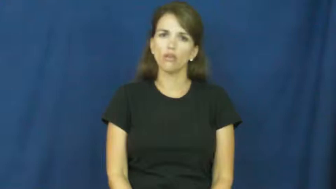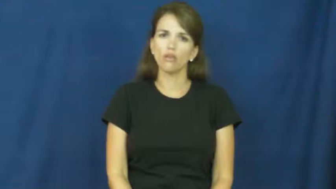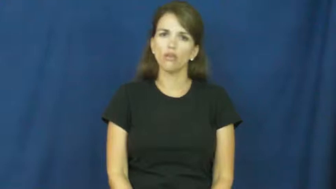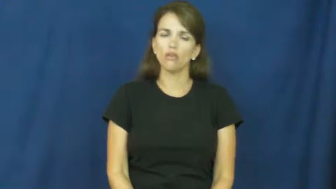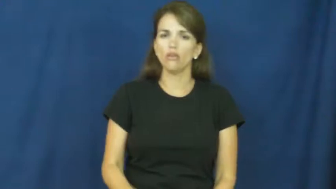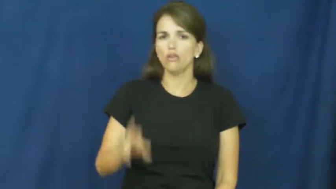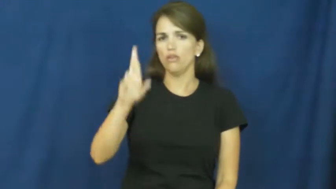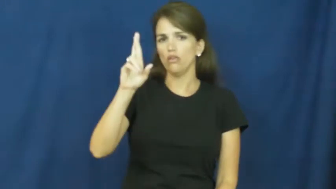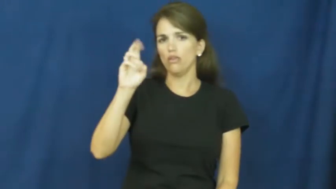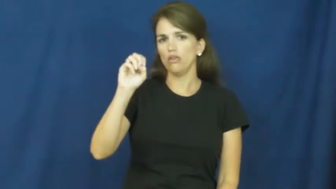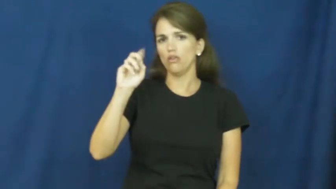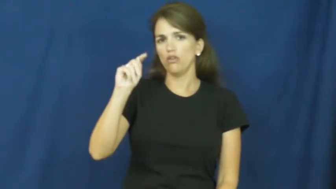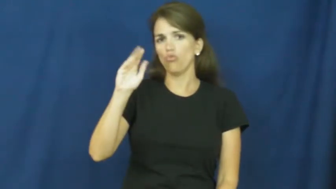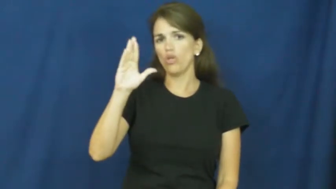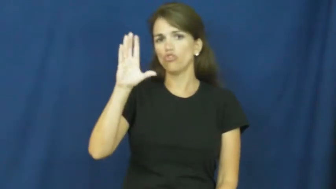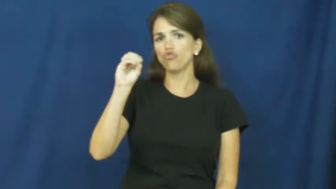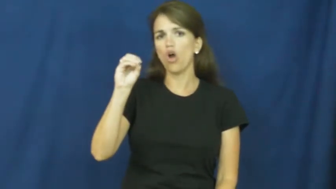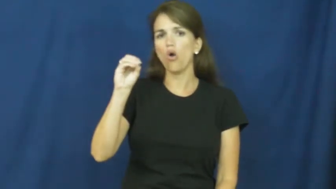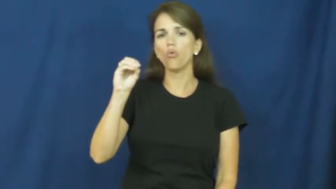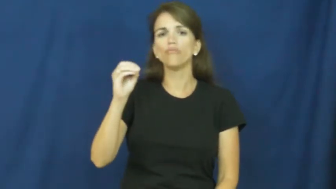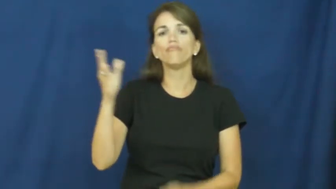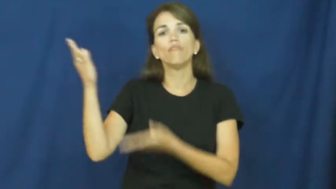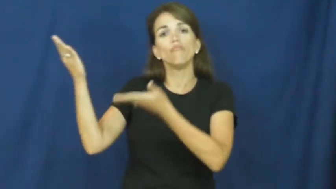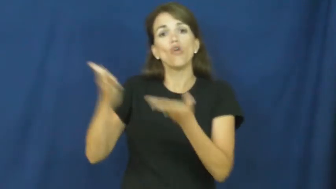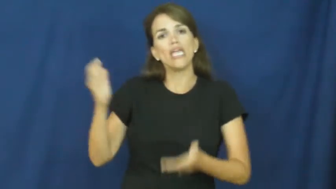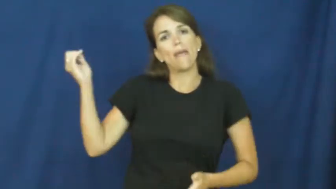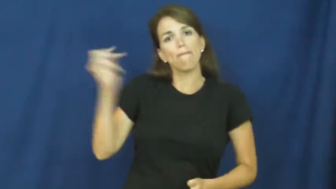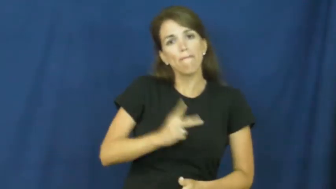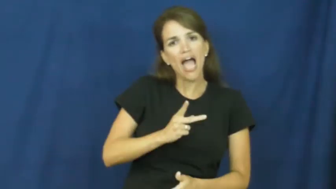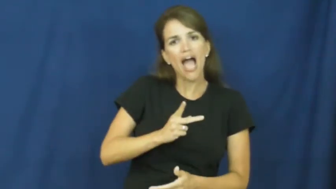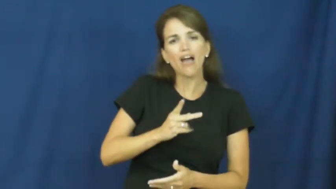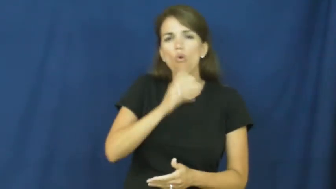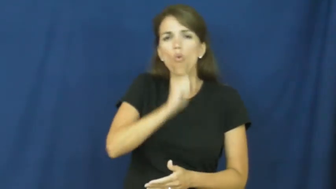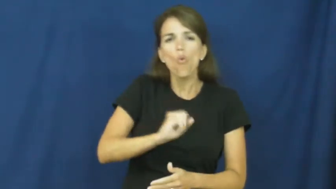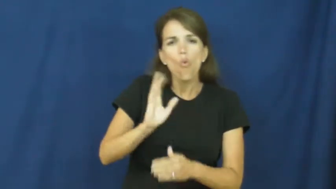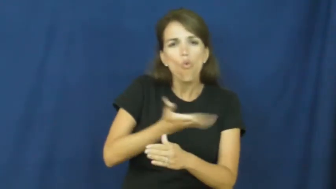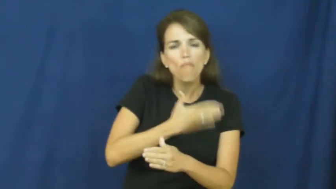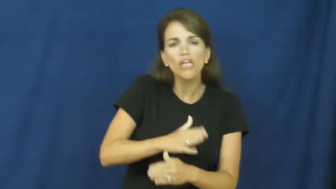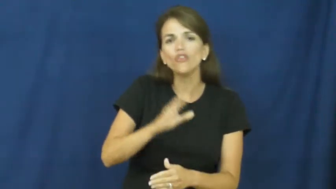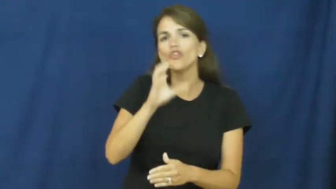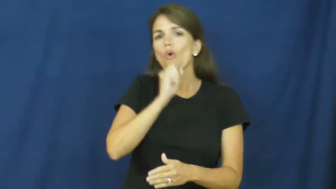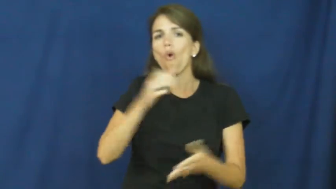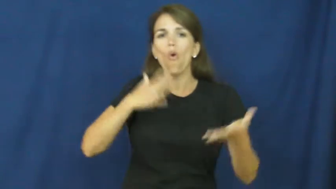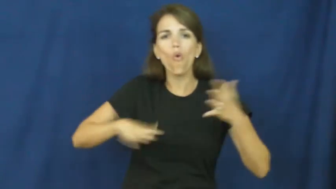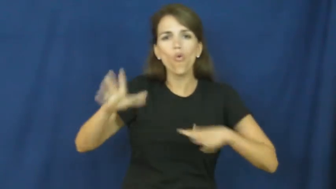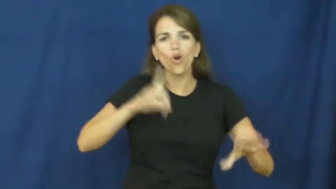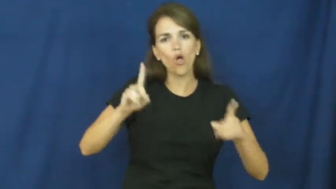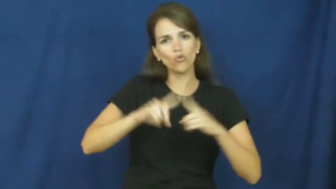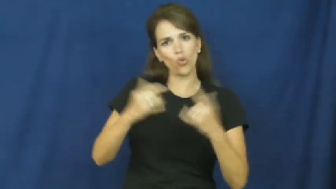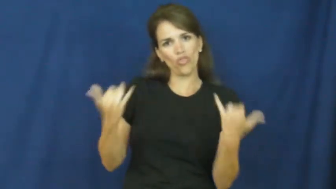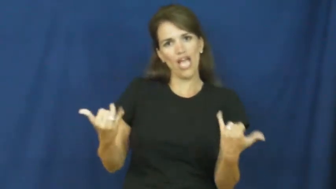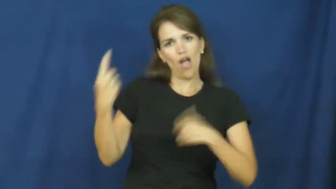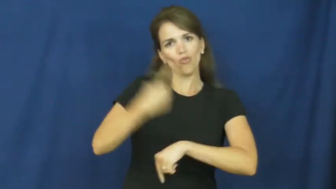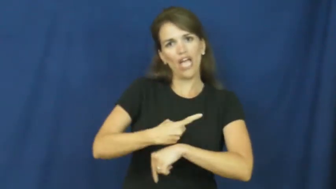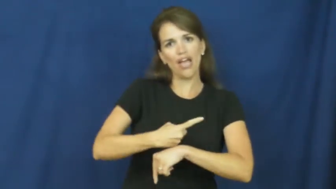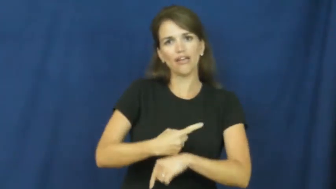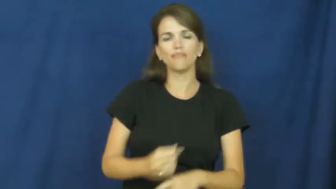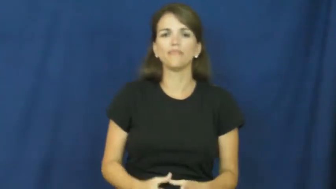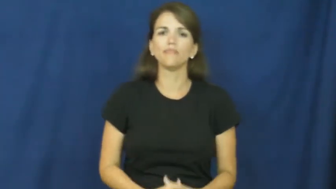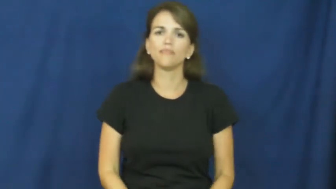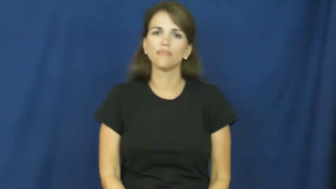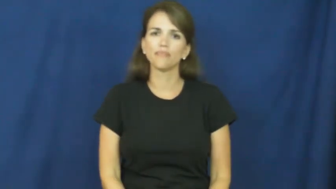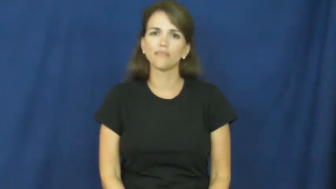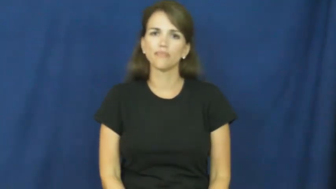retro,repro